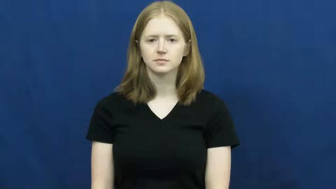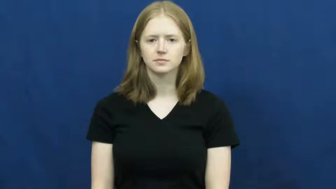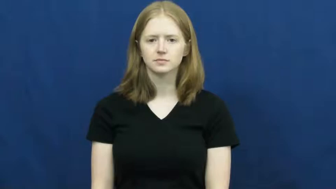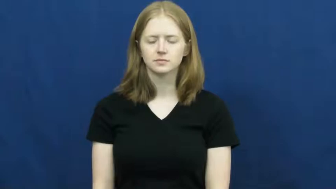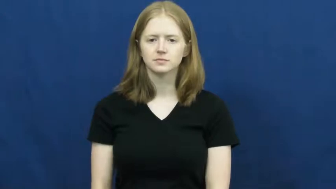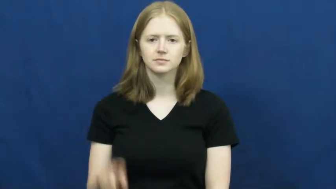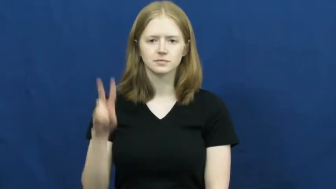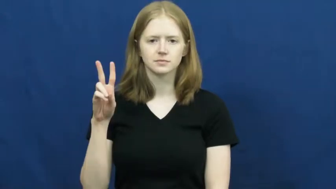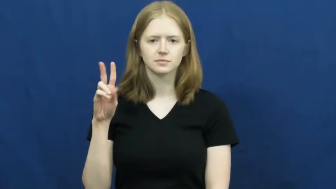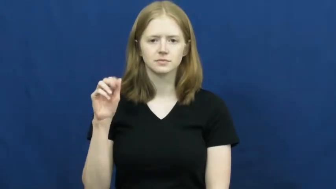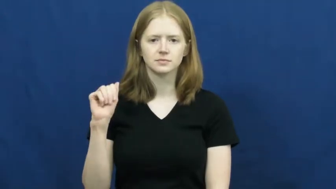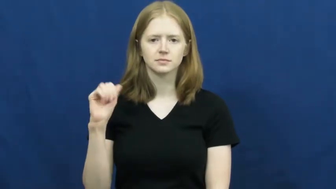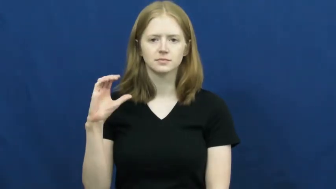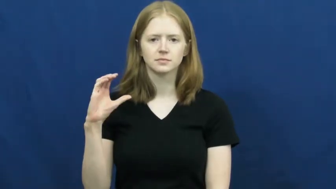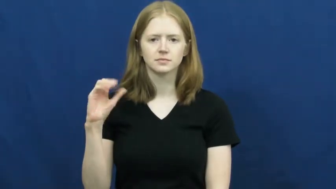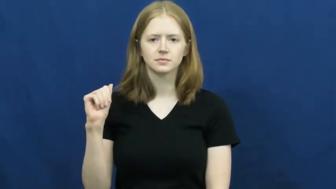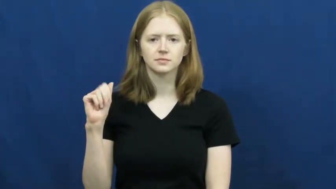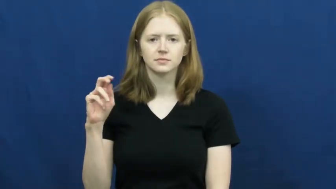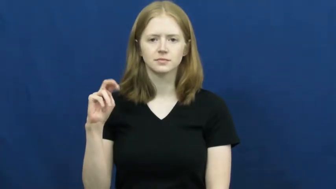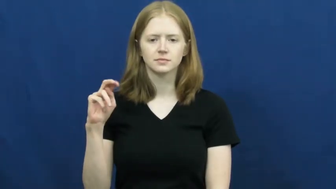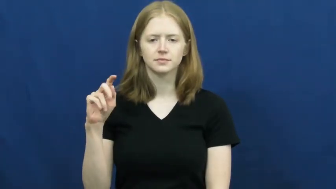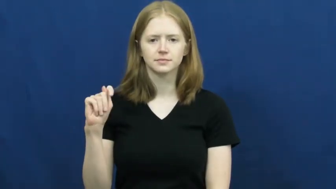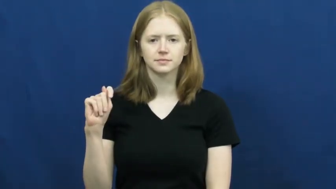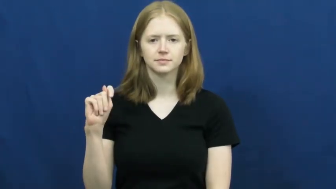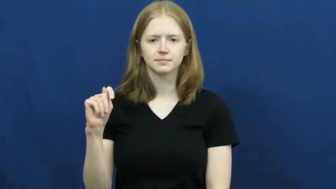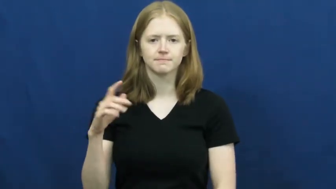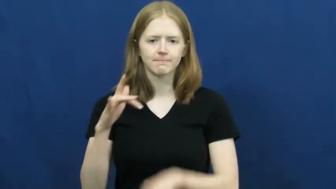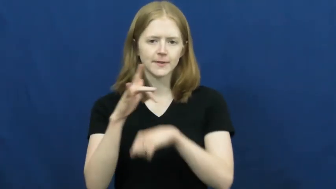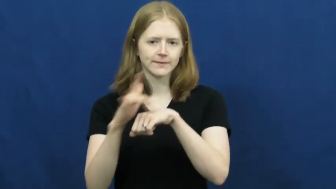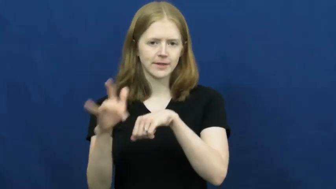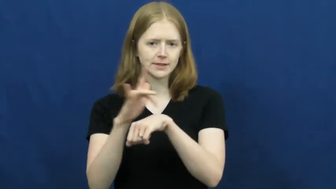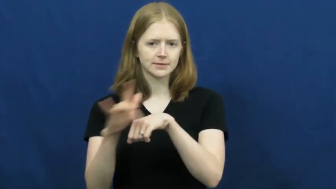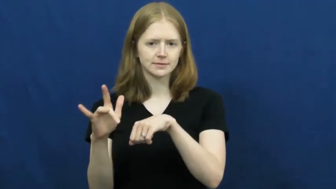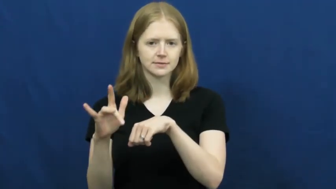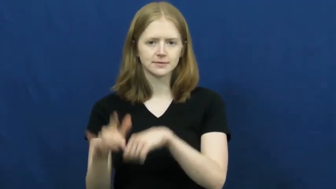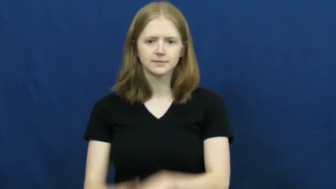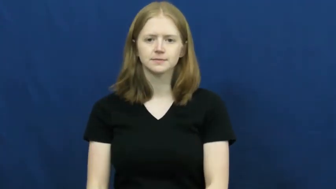vacant-empty